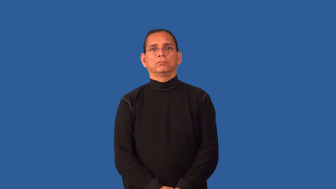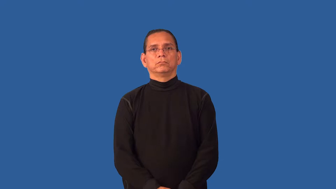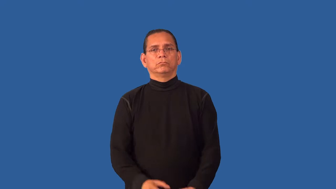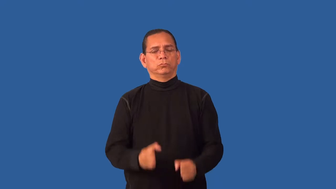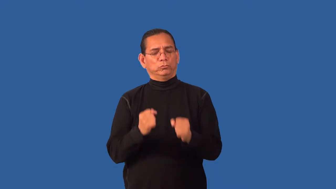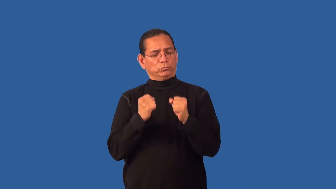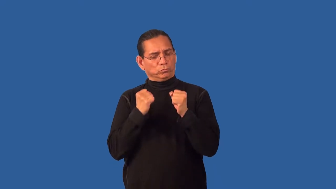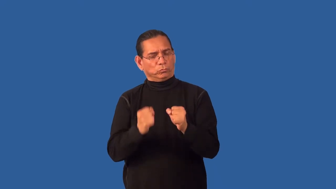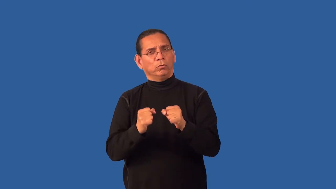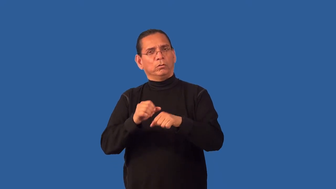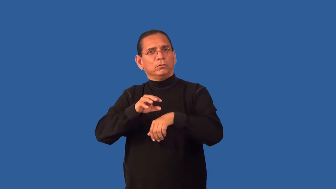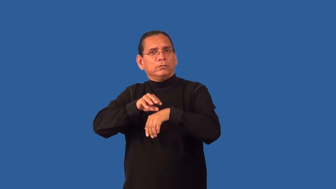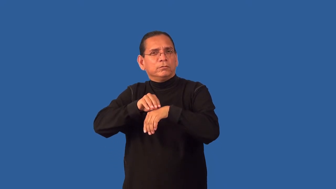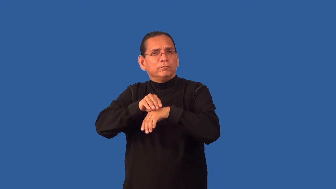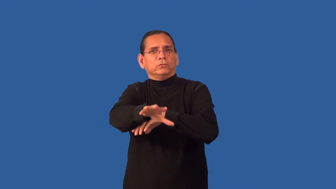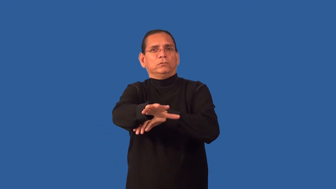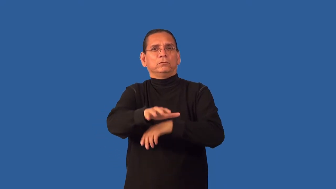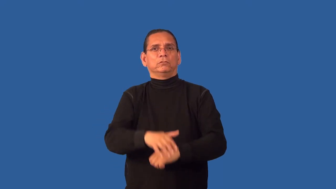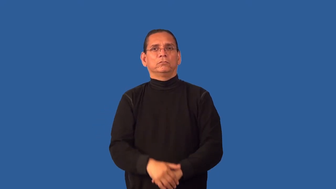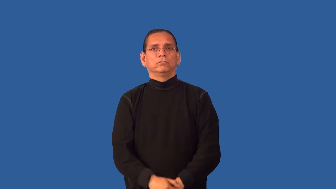forceful